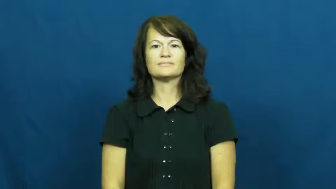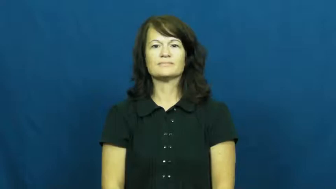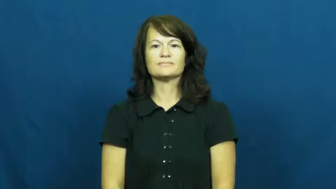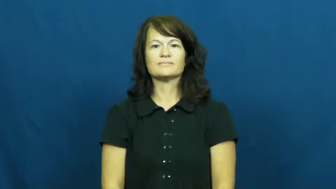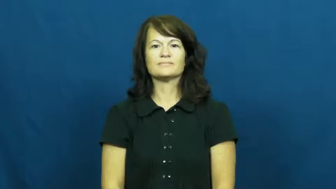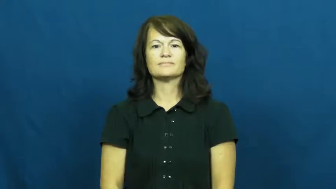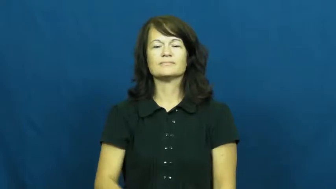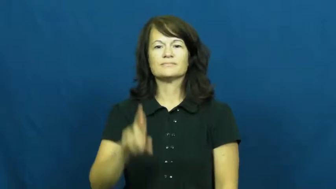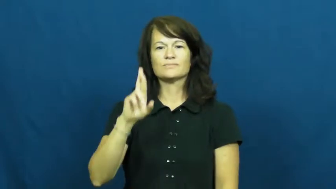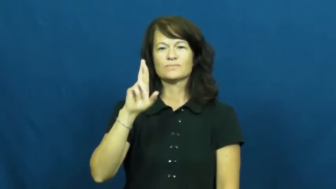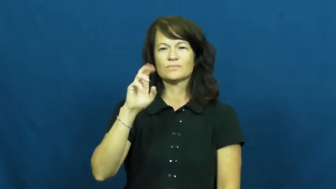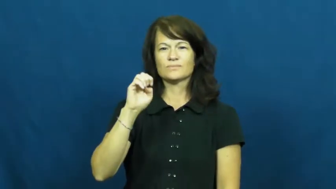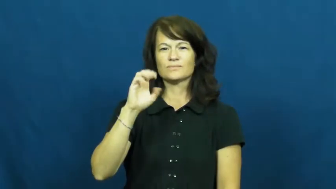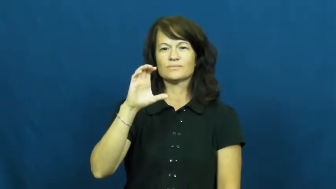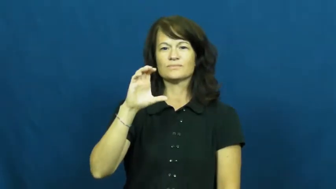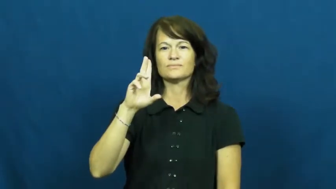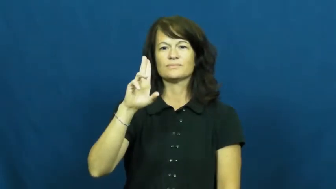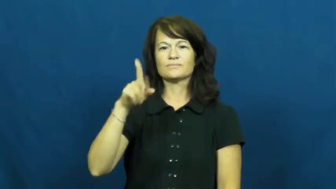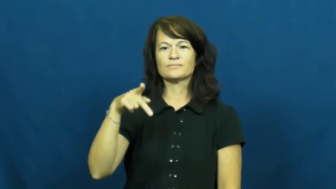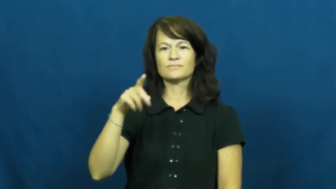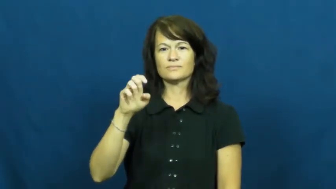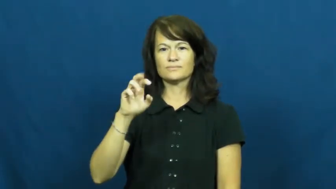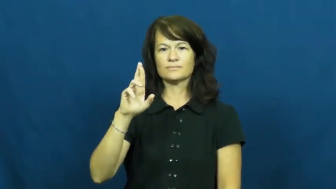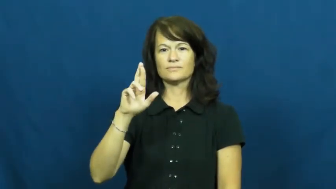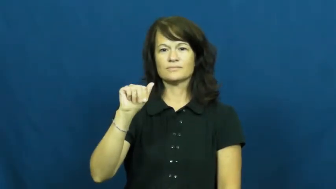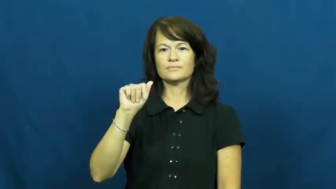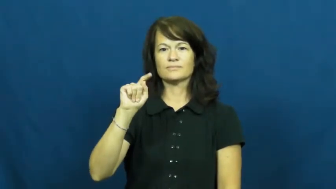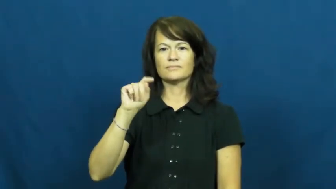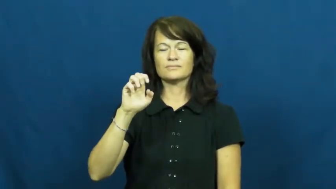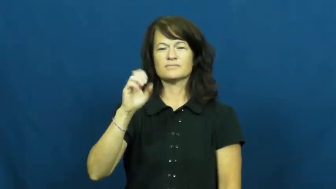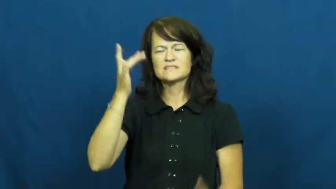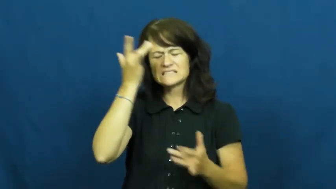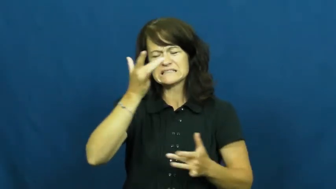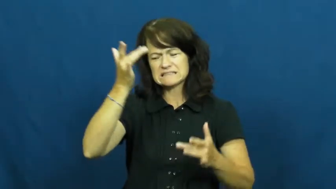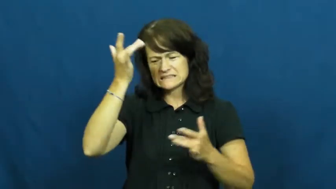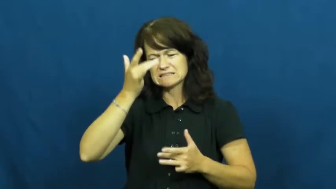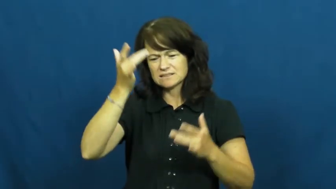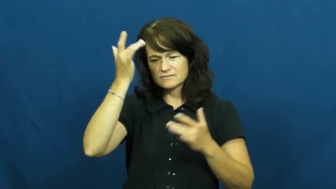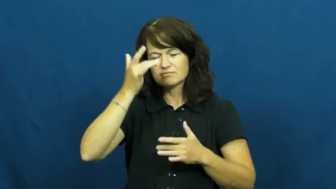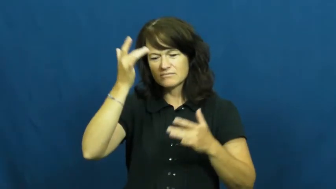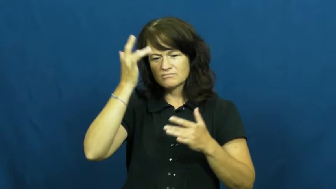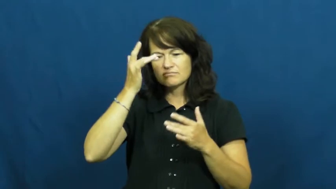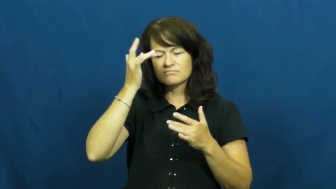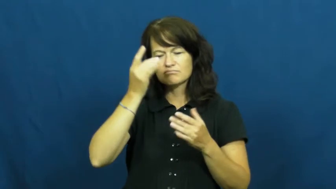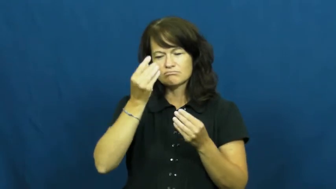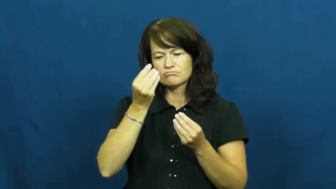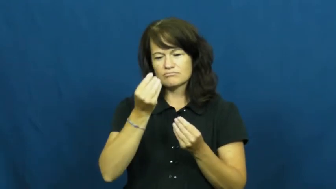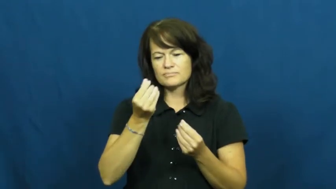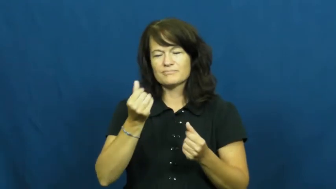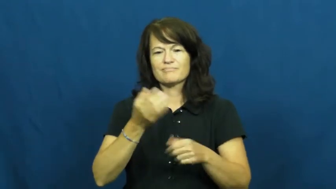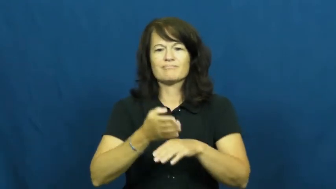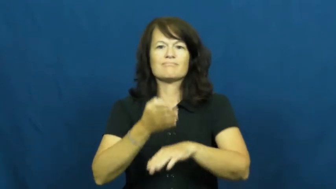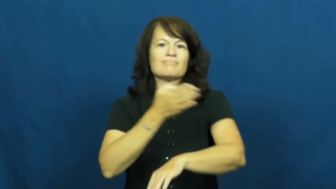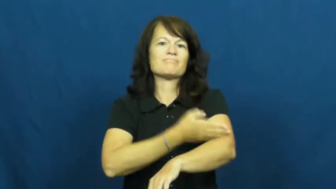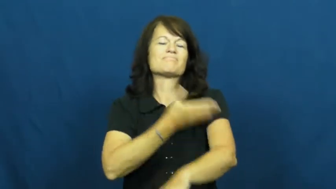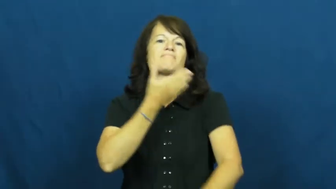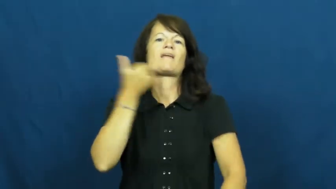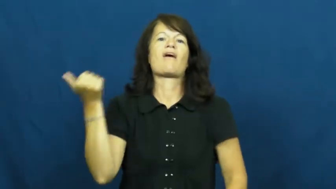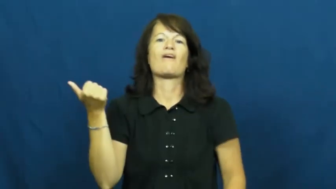recuperate